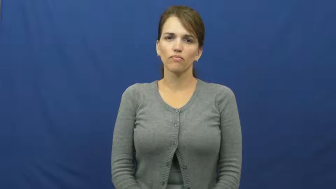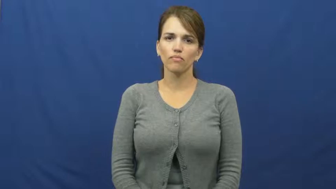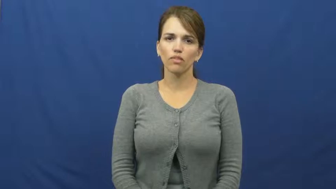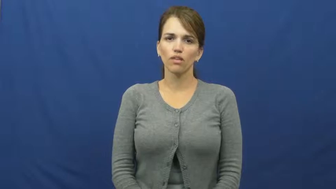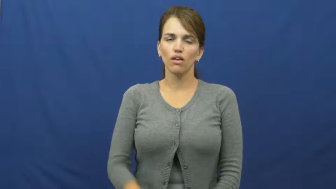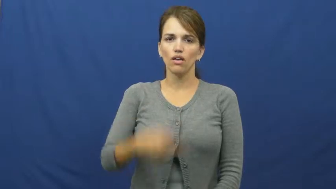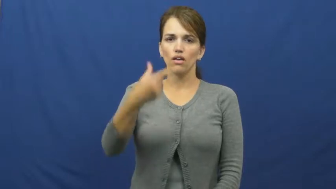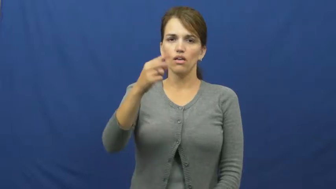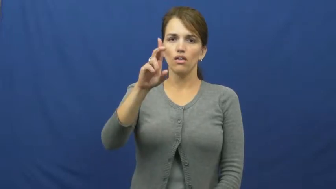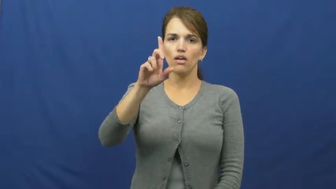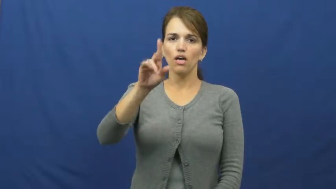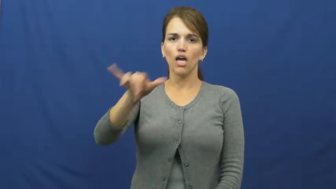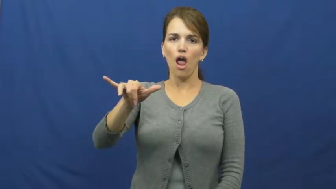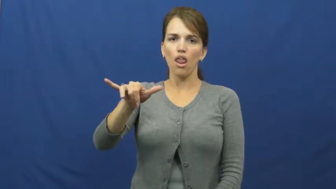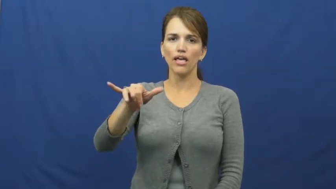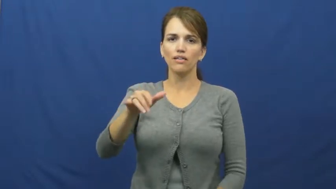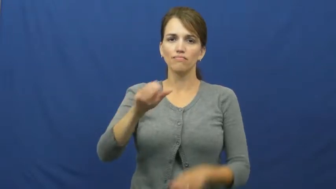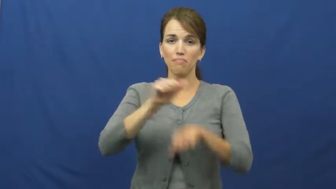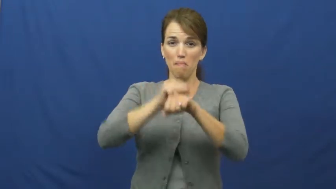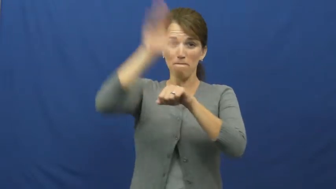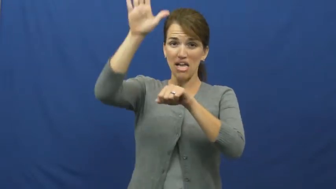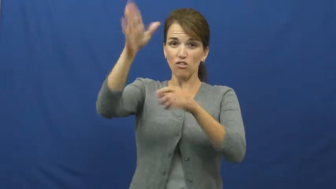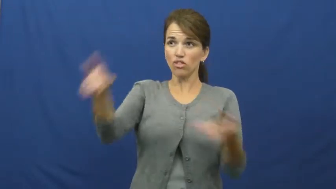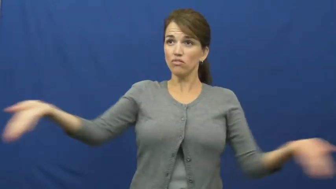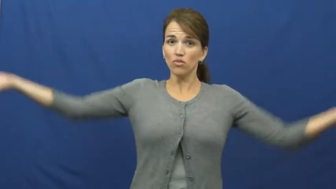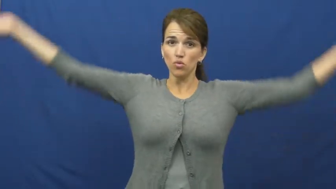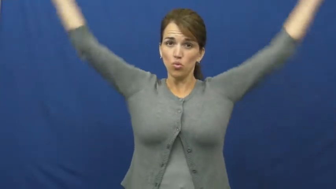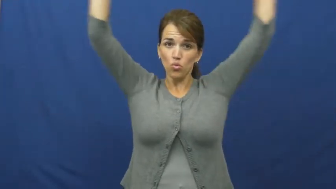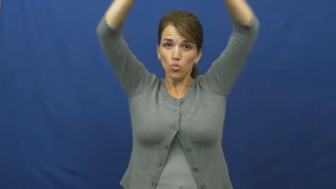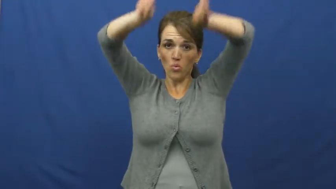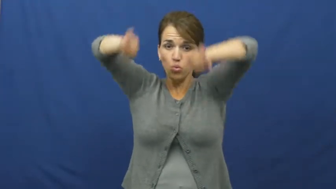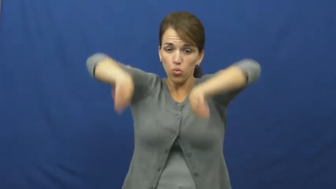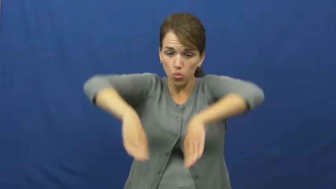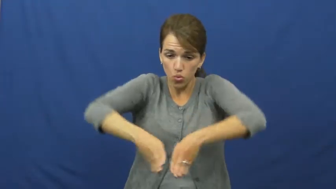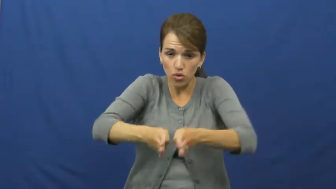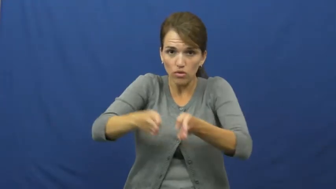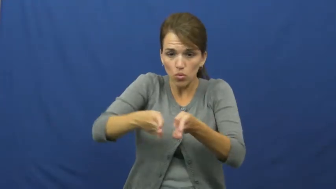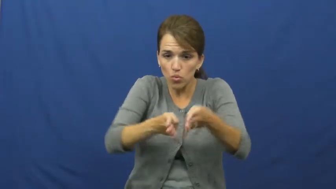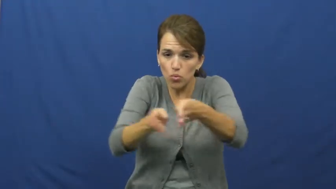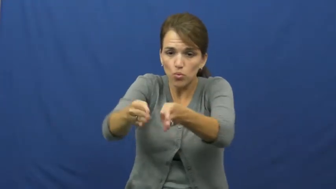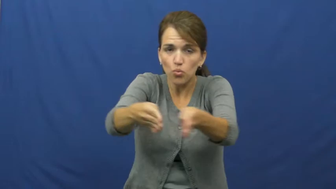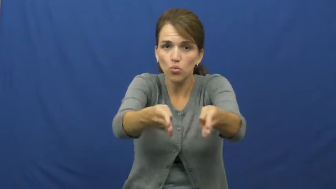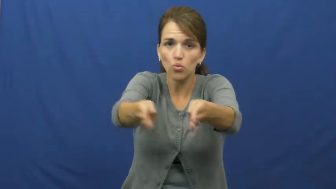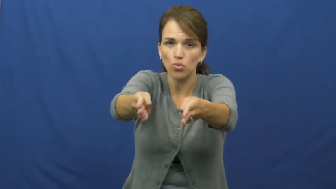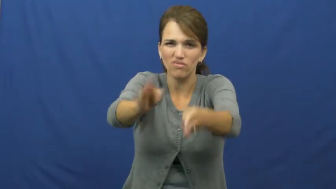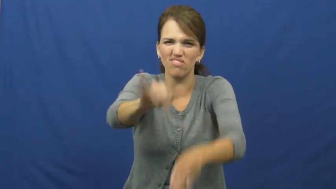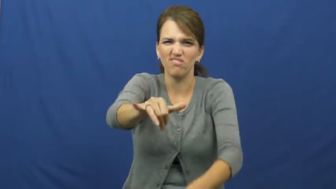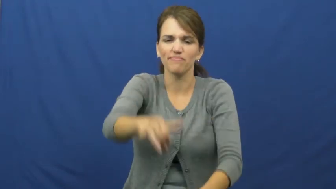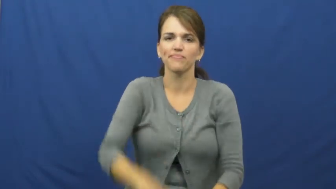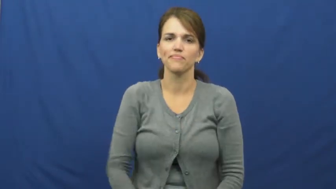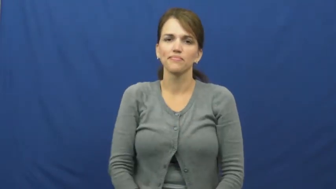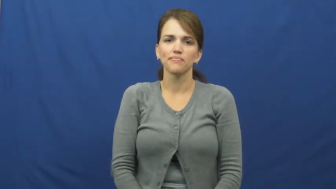gully